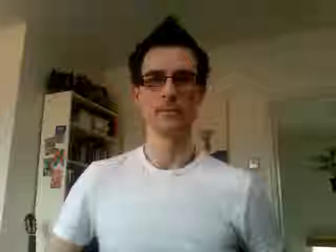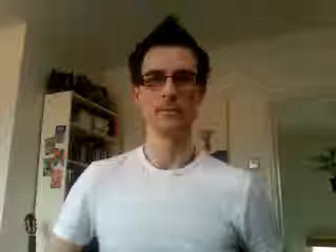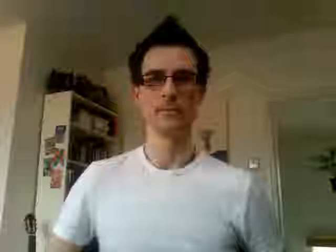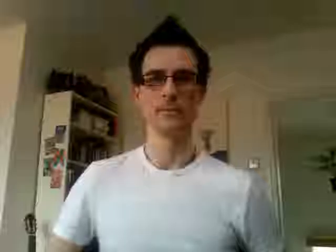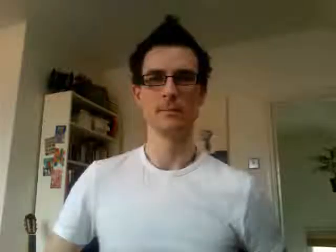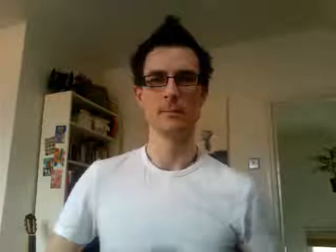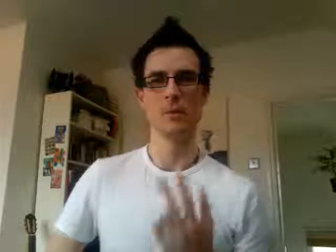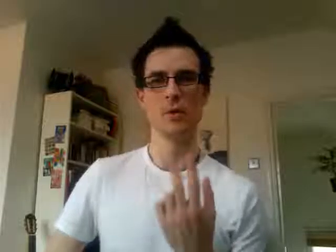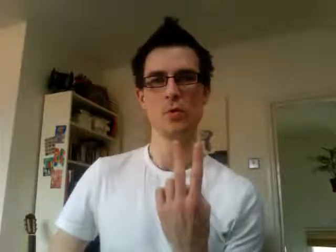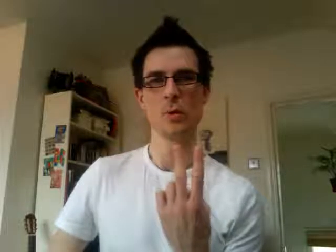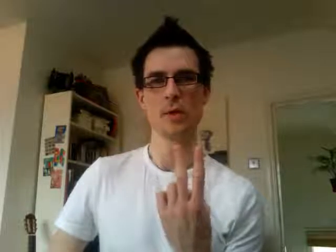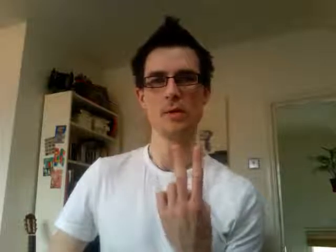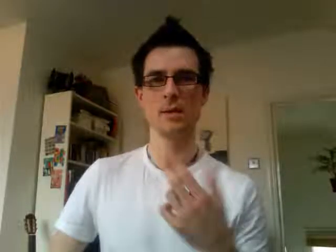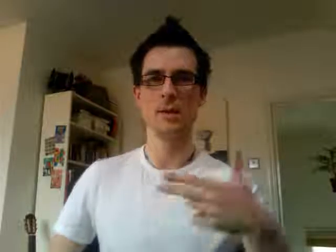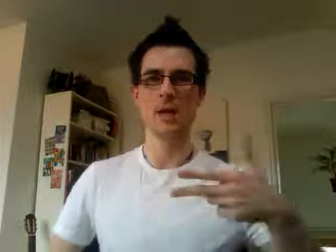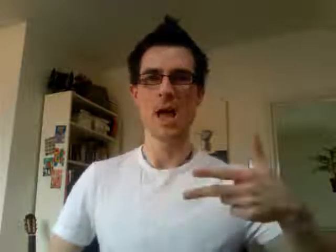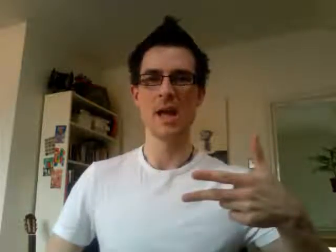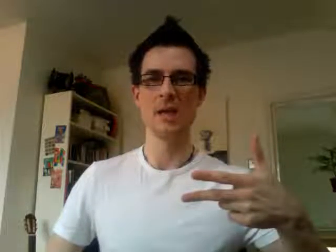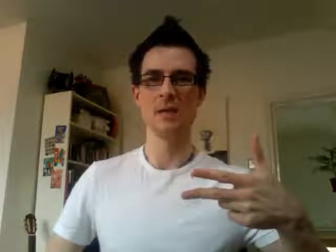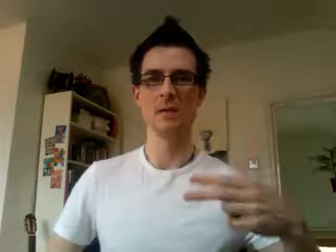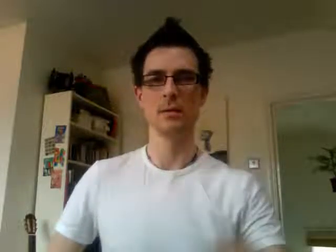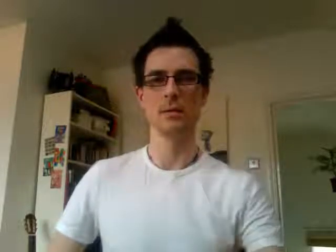28